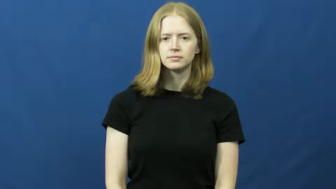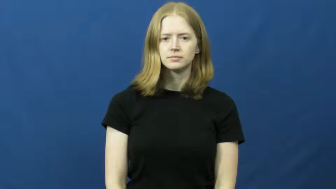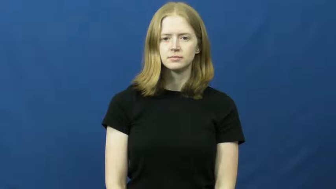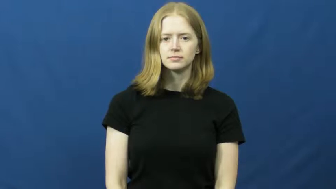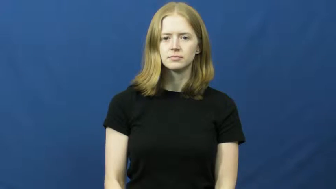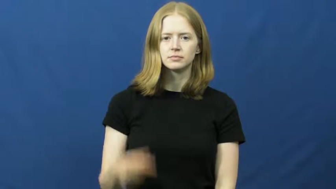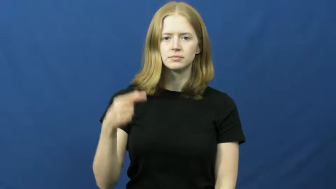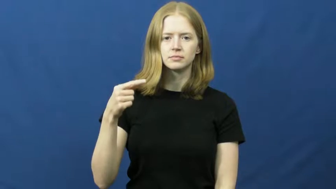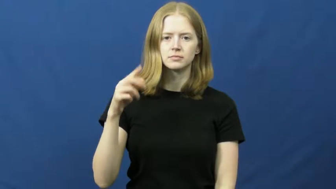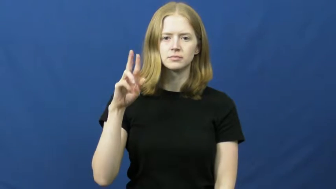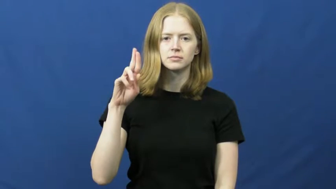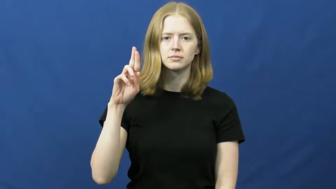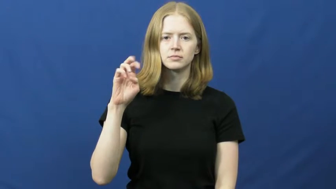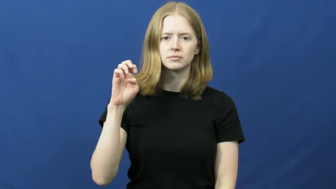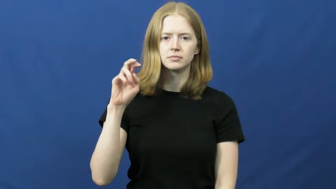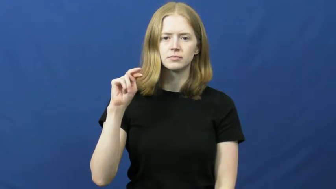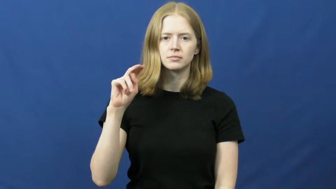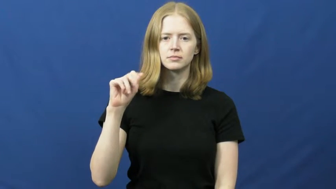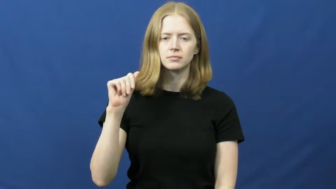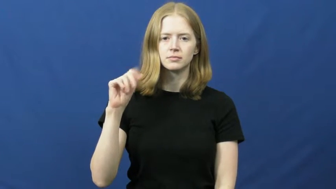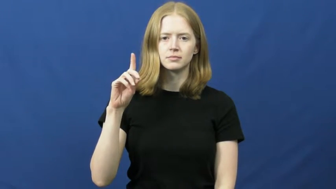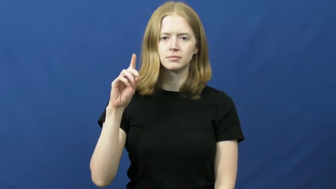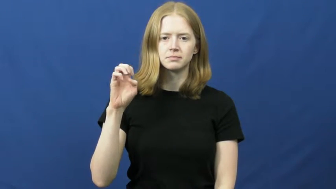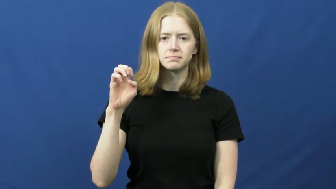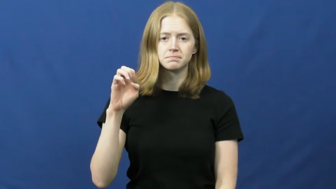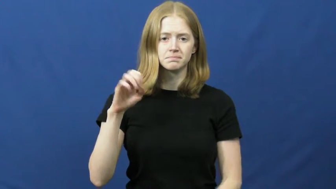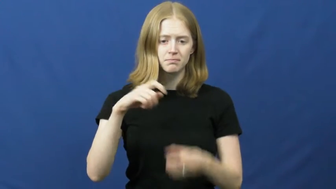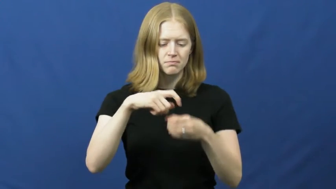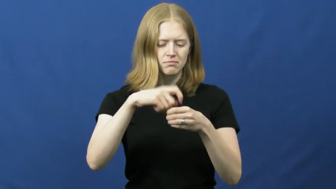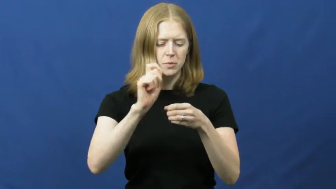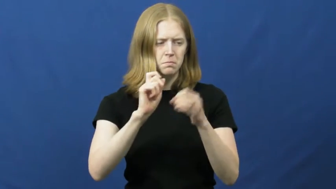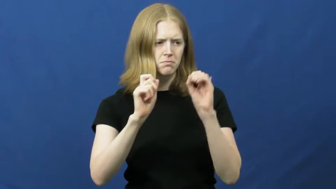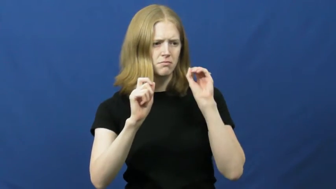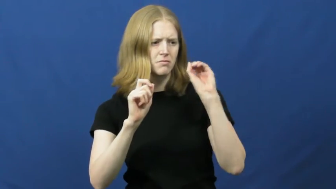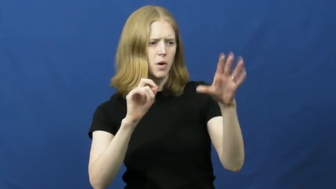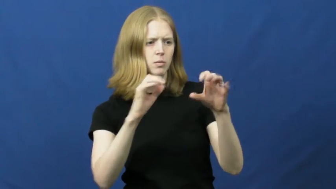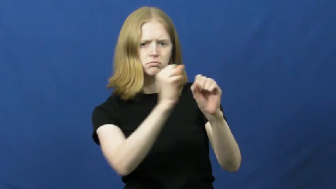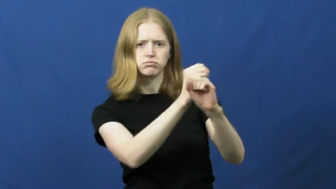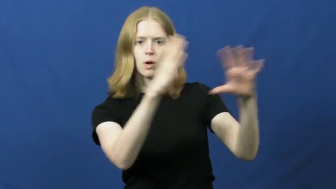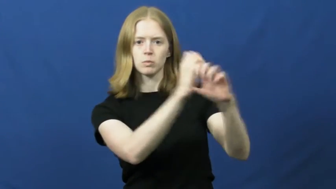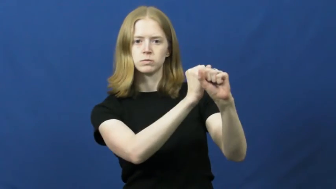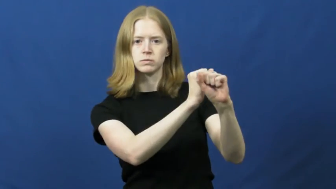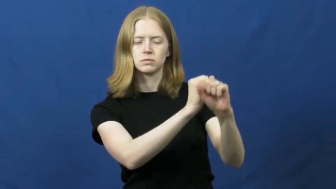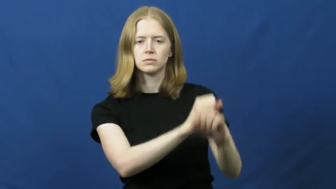grenade